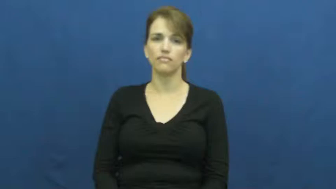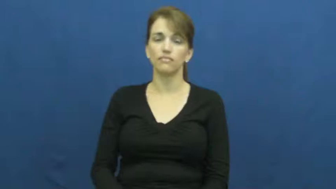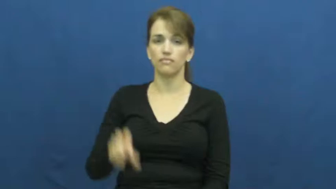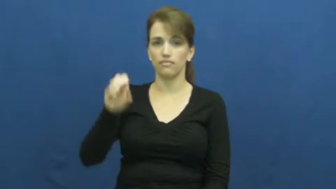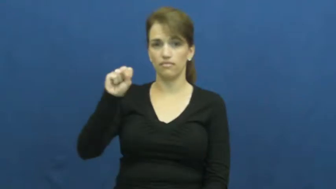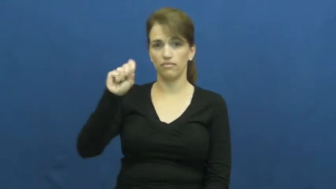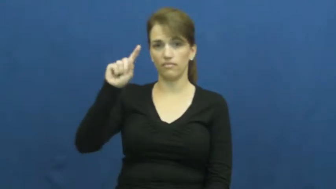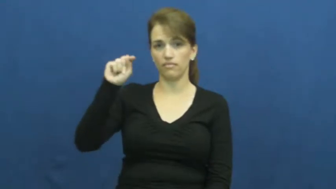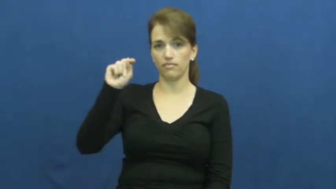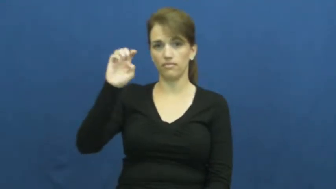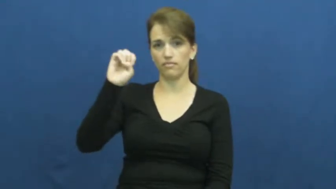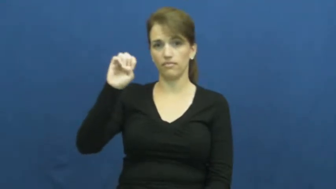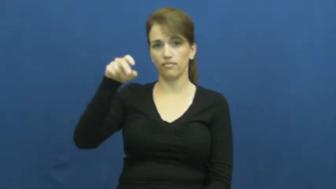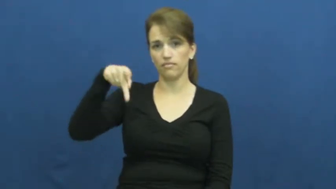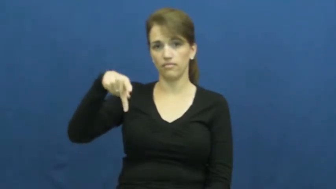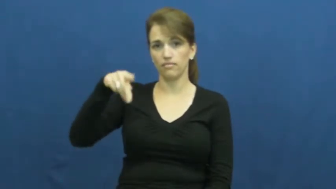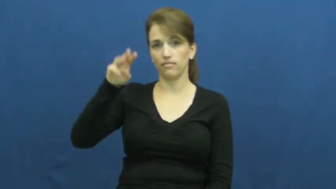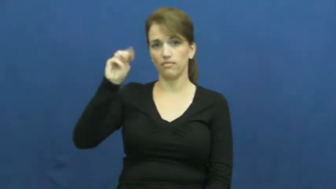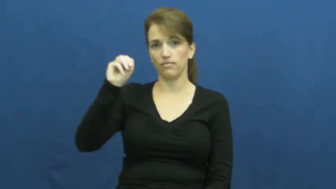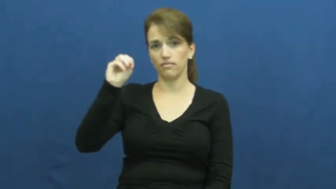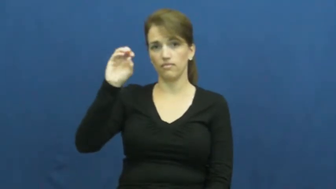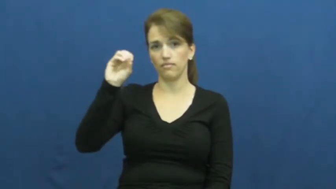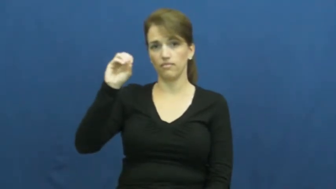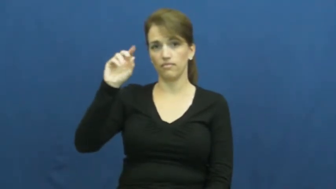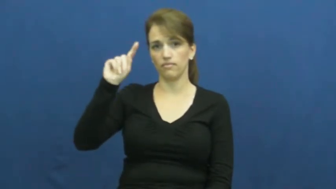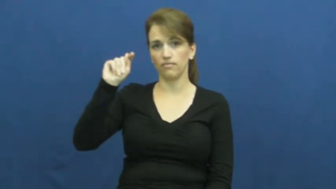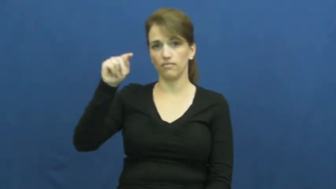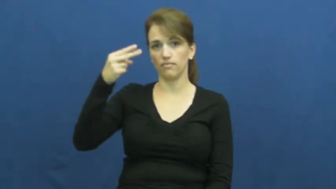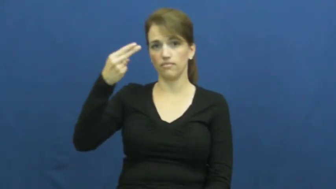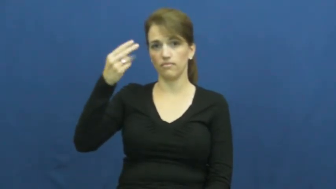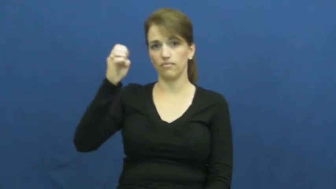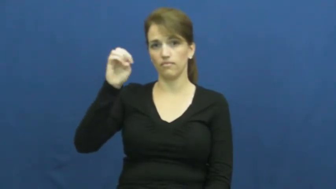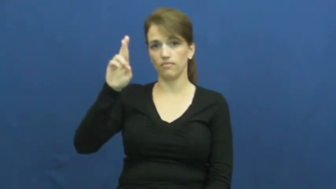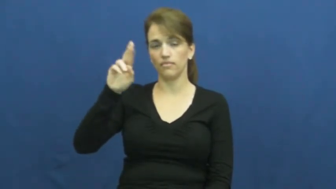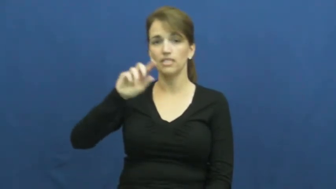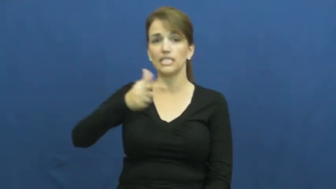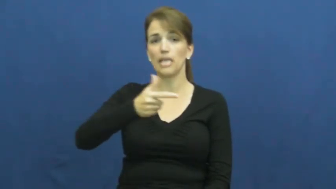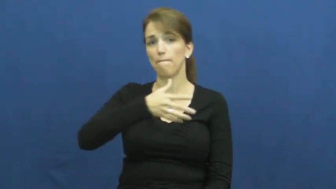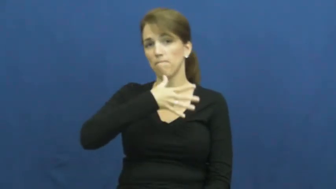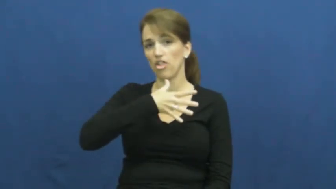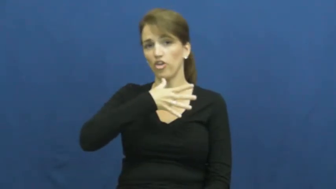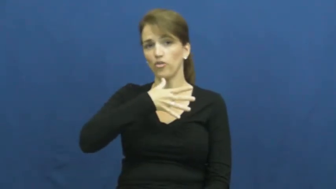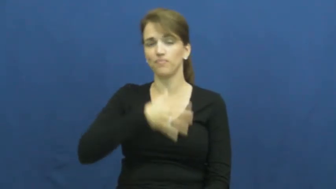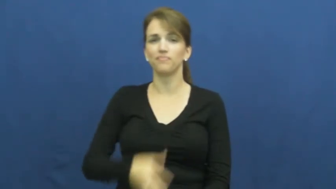stepmother